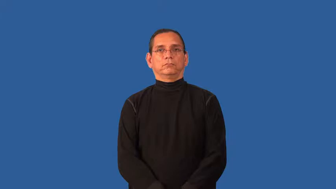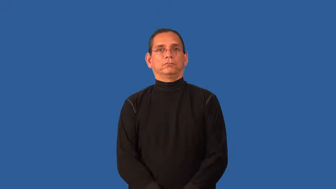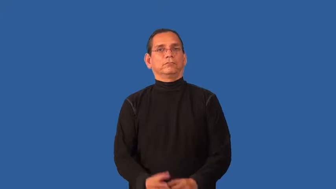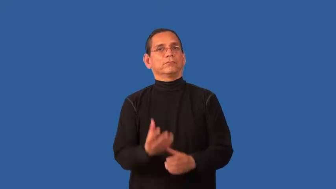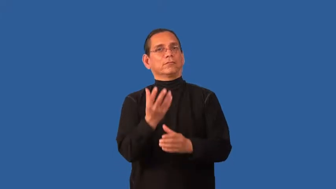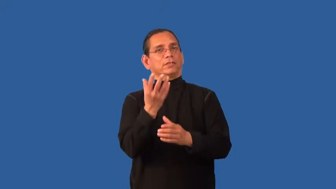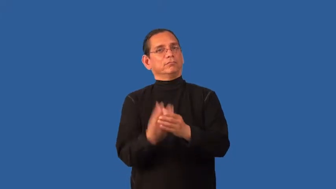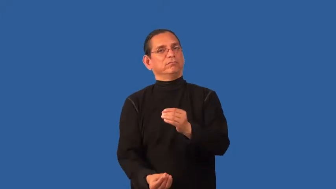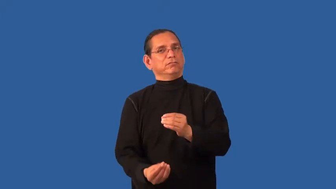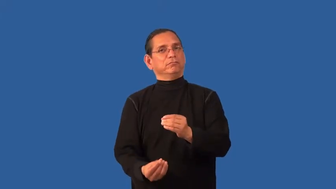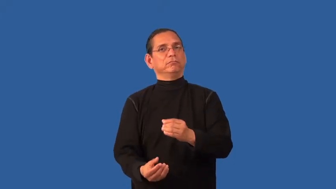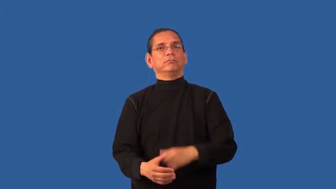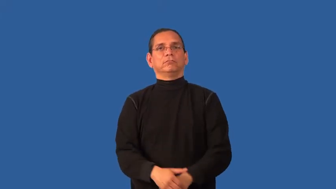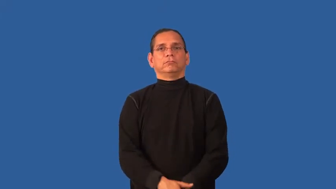dematerialize